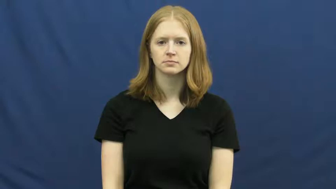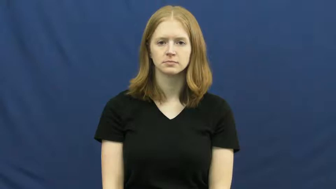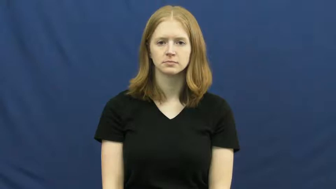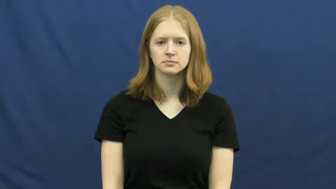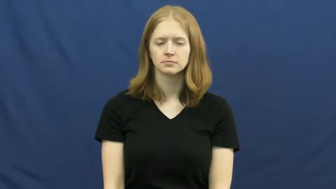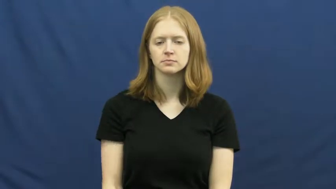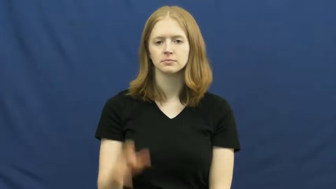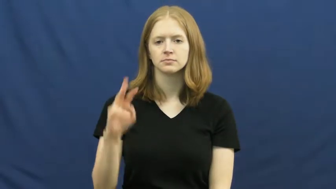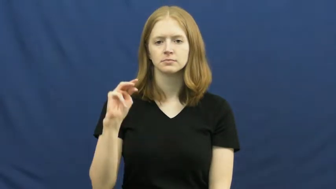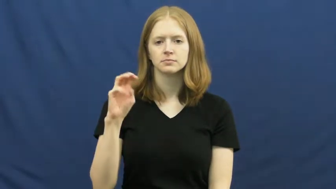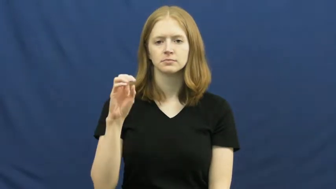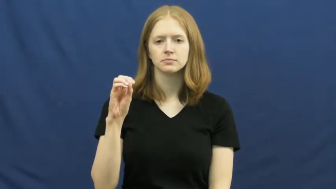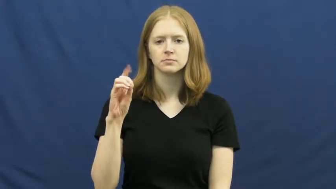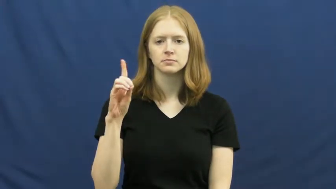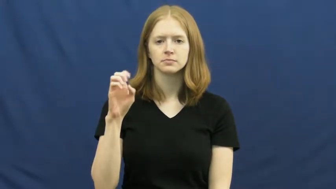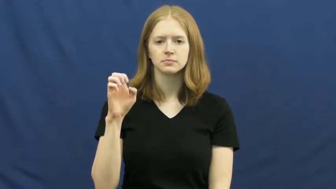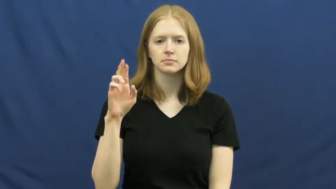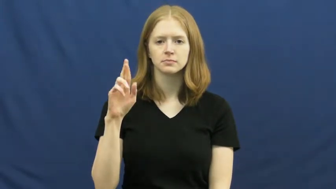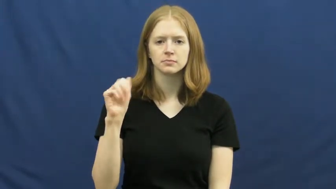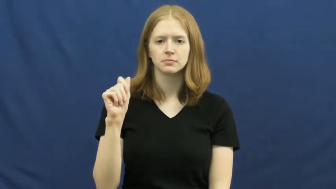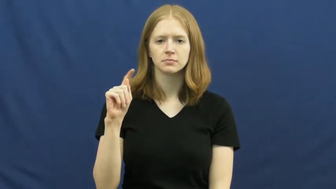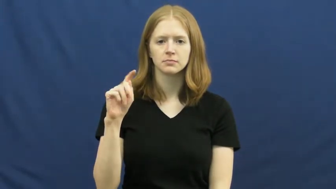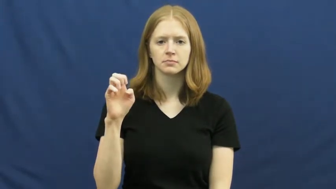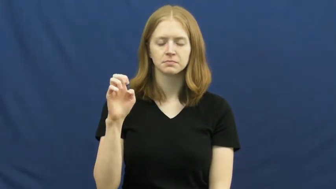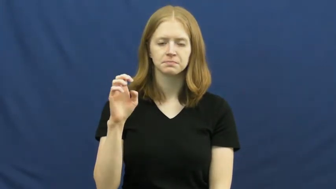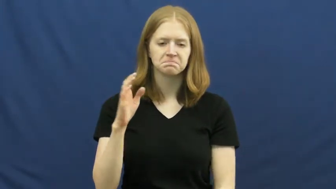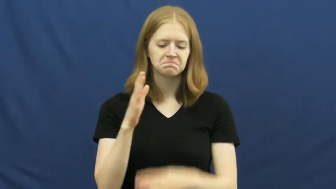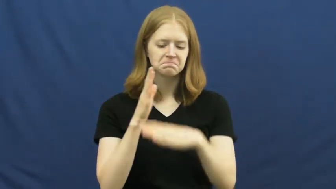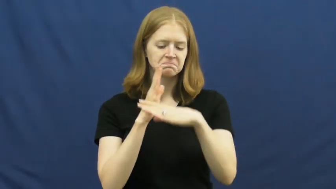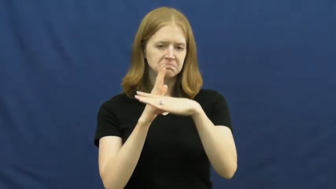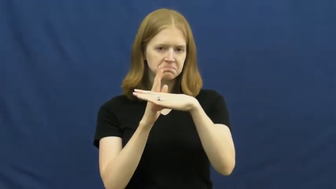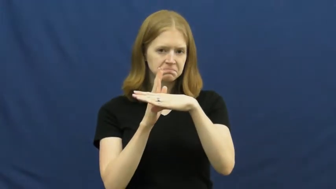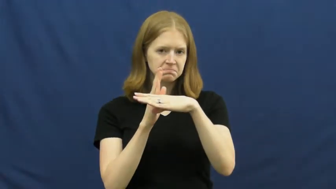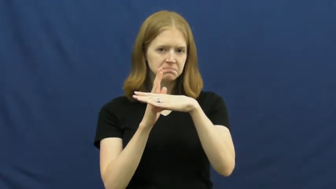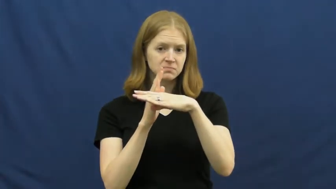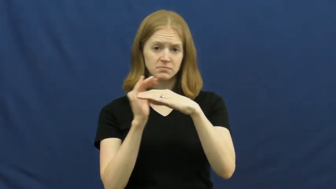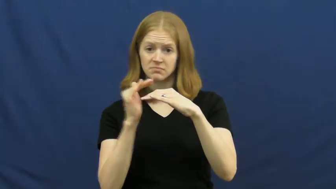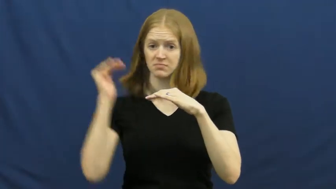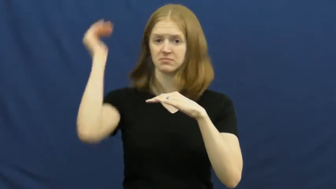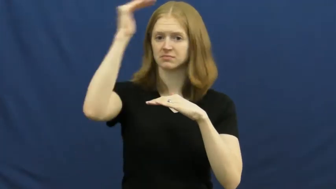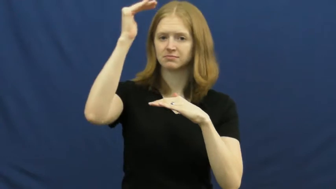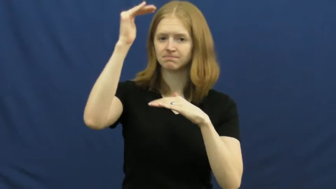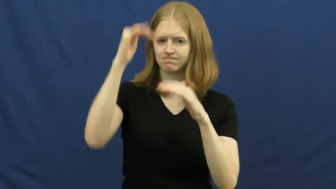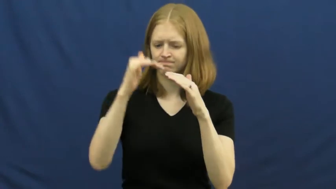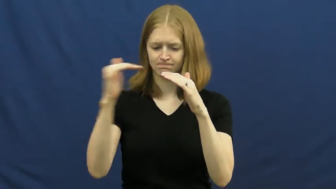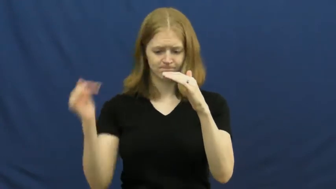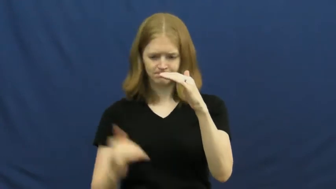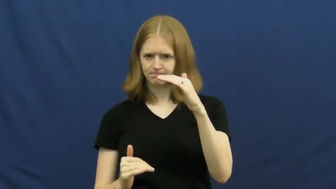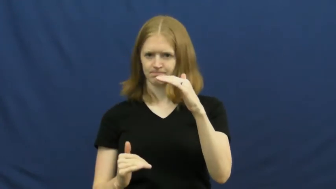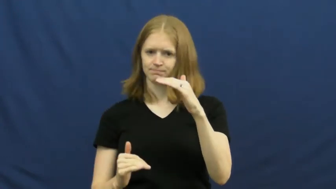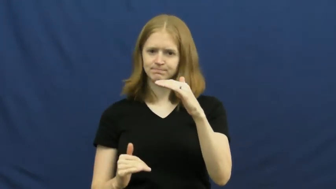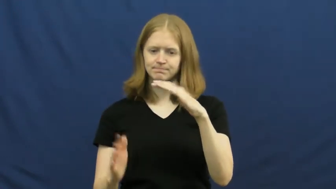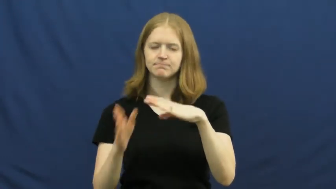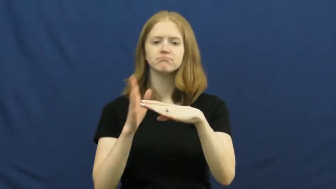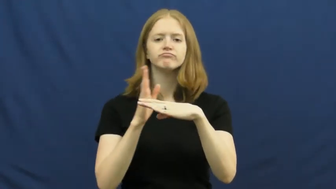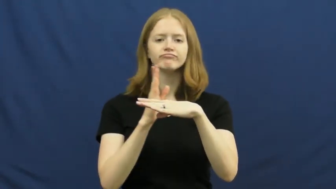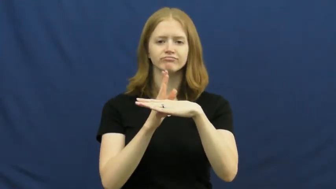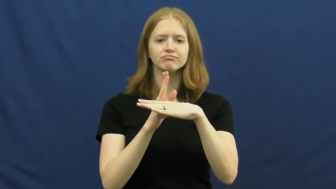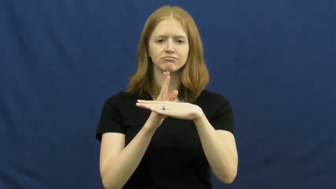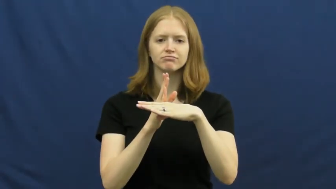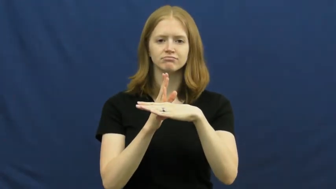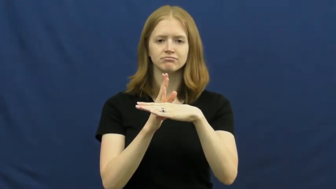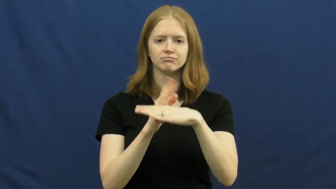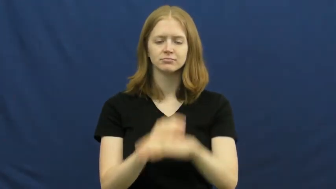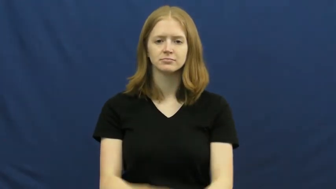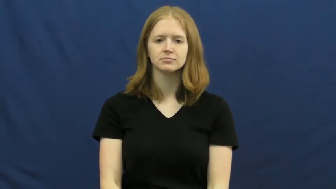moderate-middle